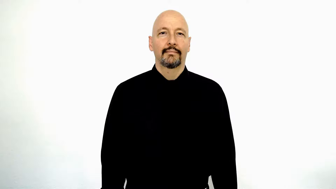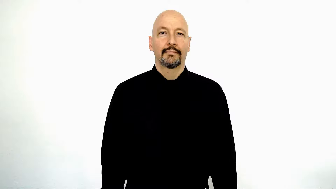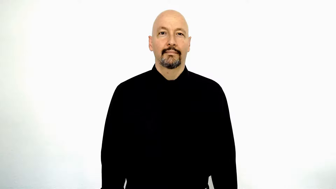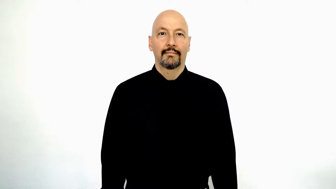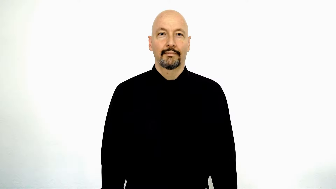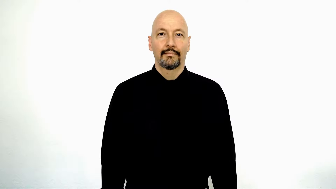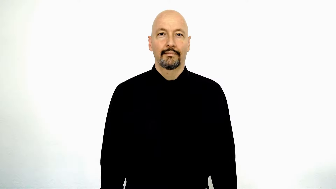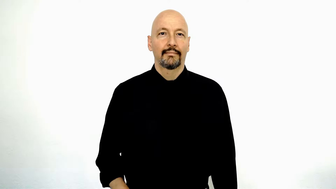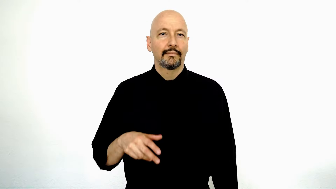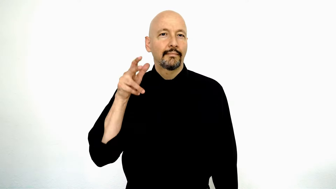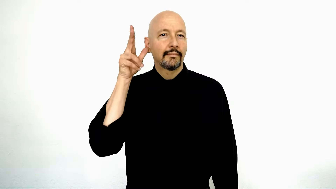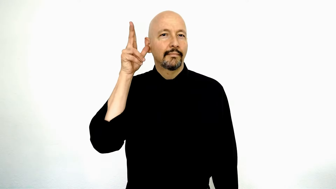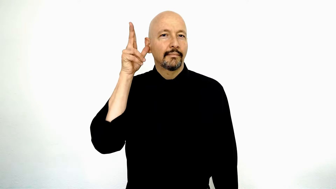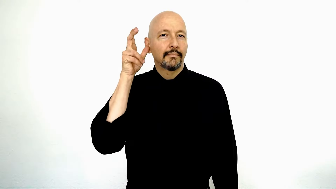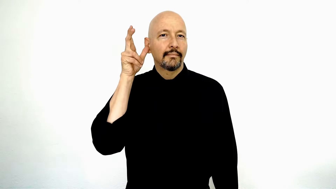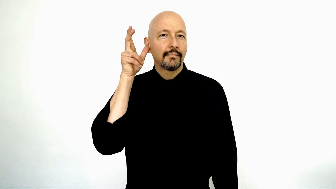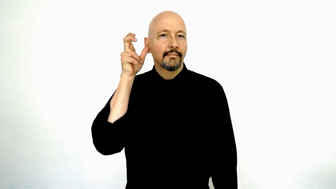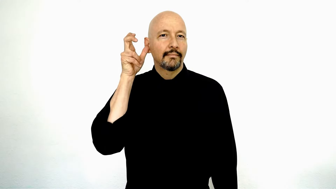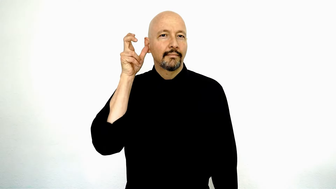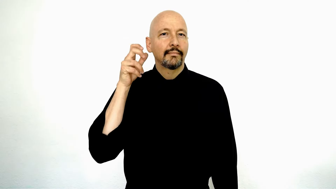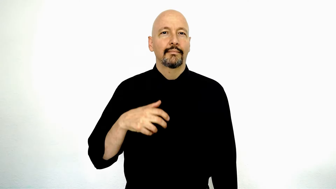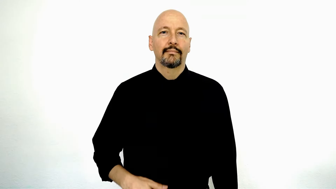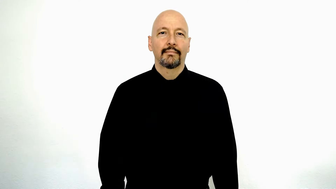listen